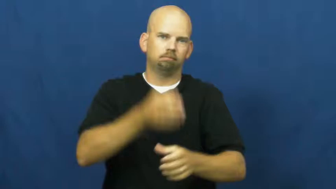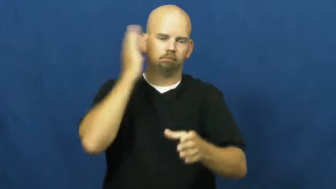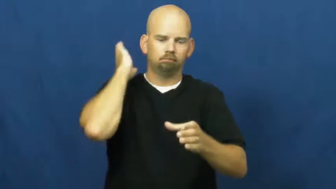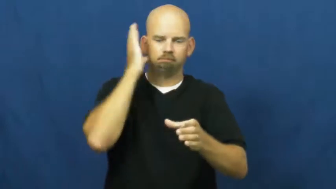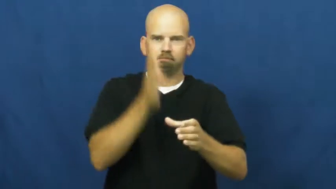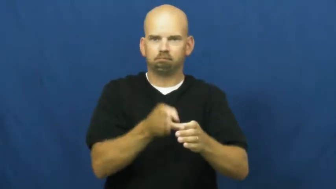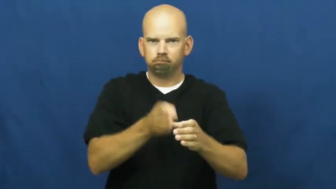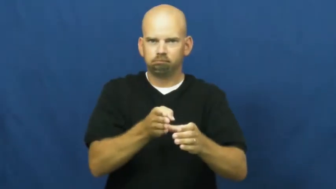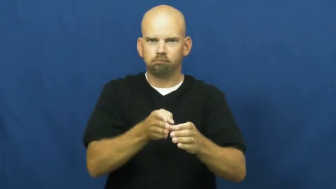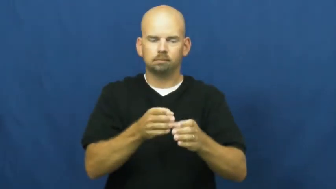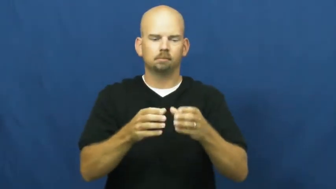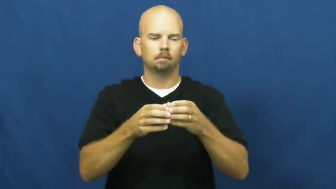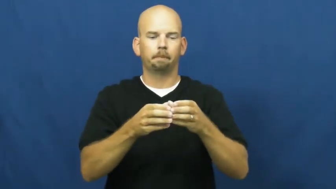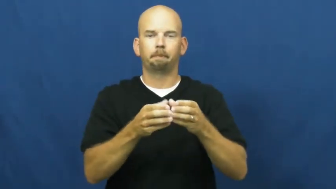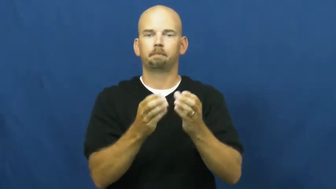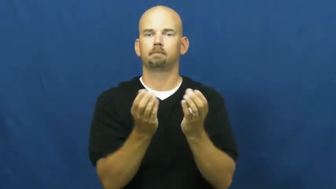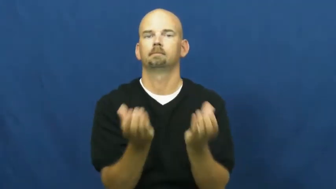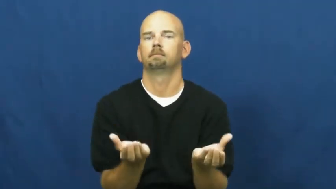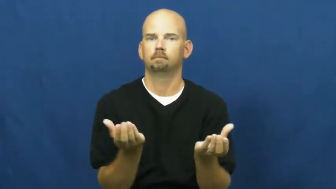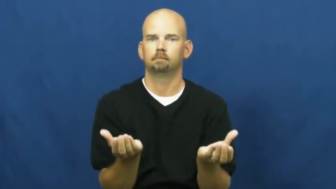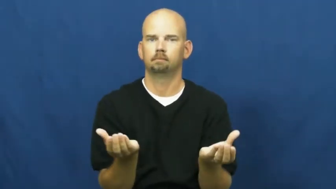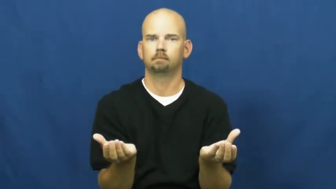divide,halve,cleave